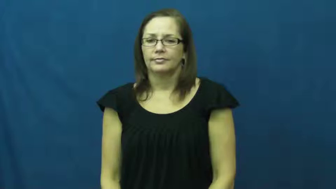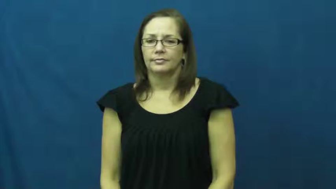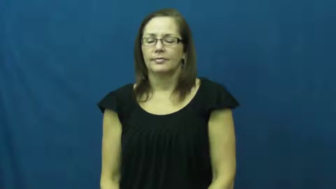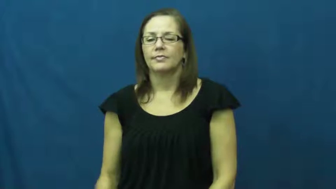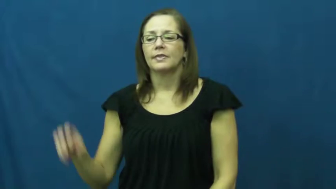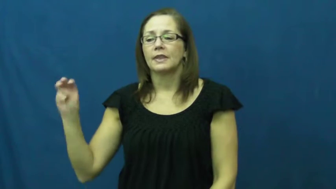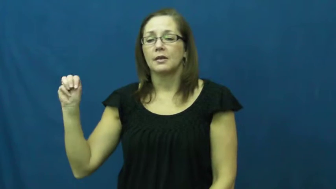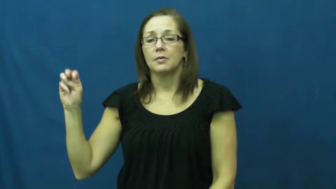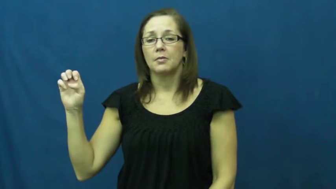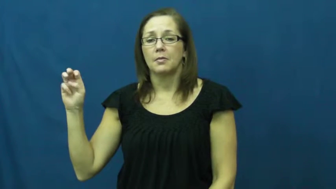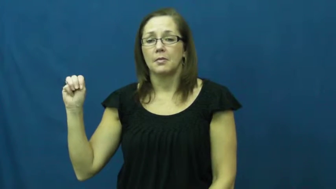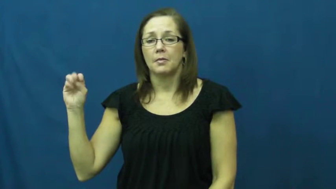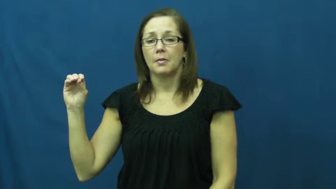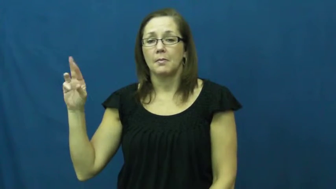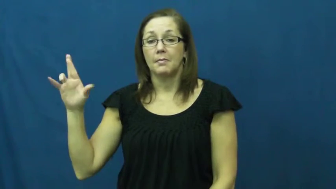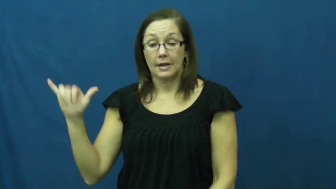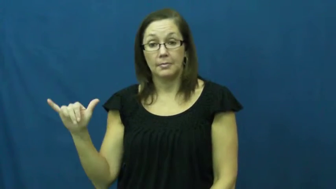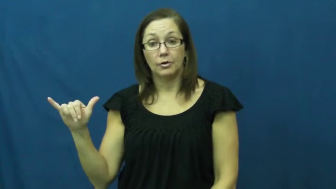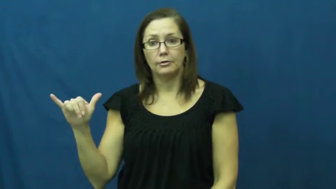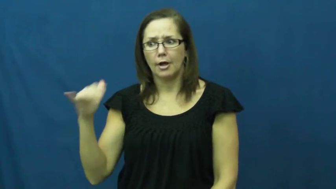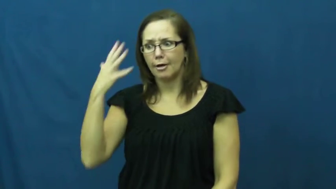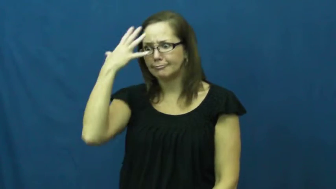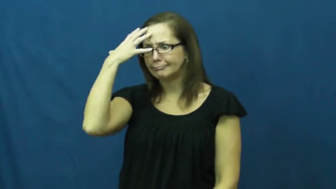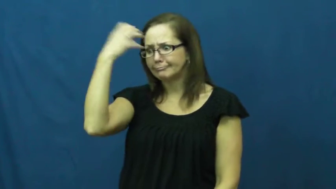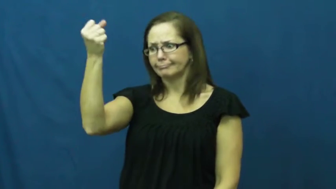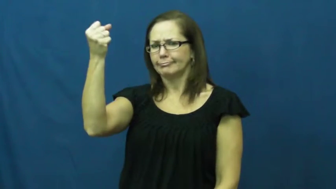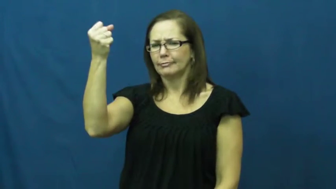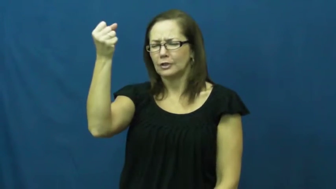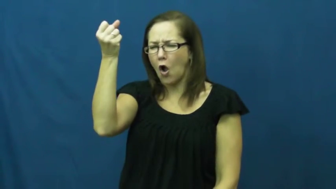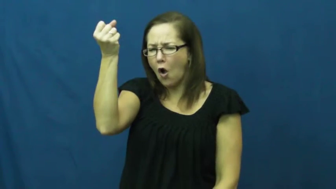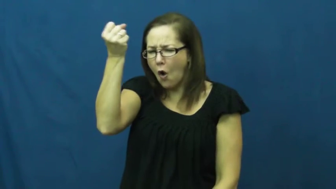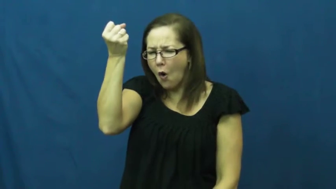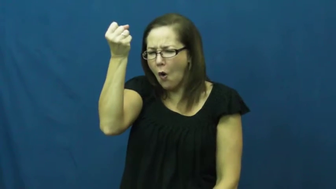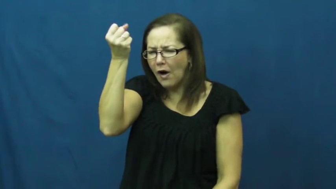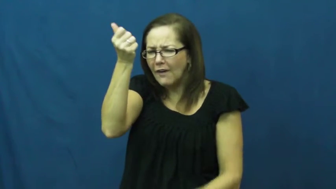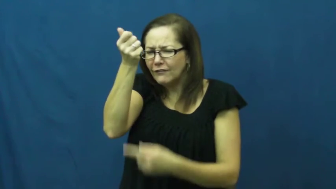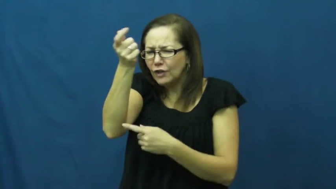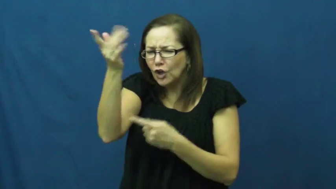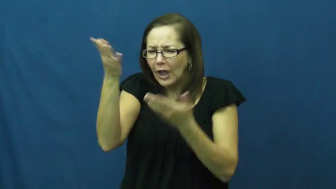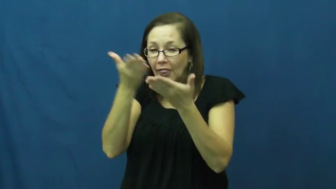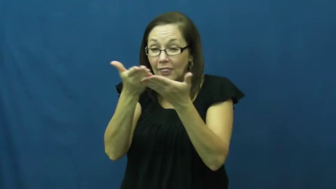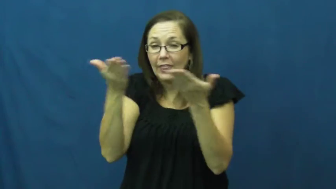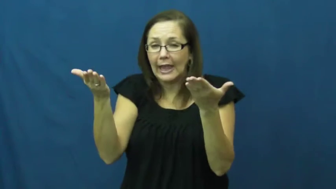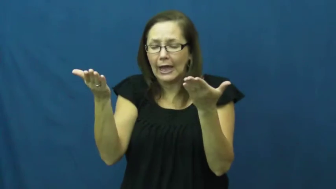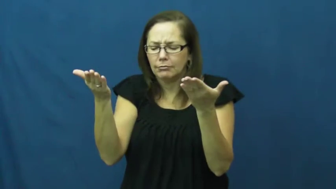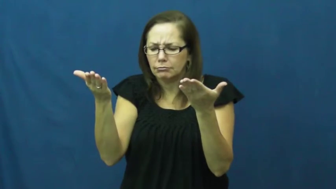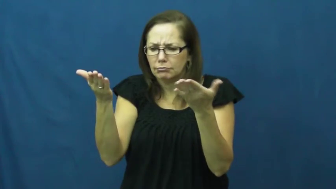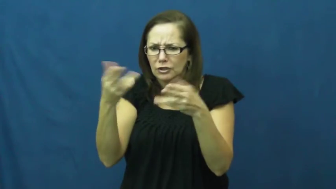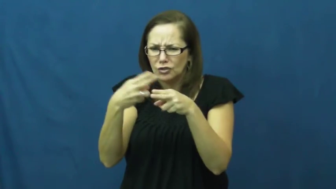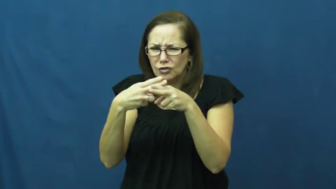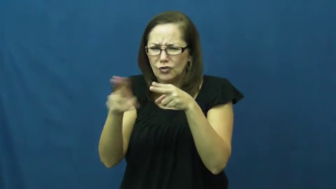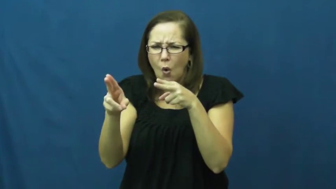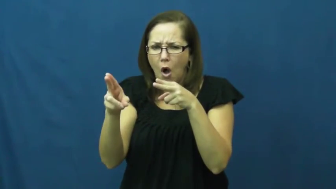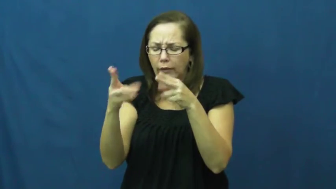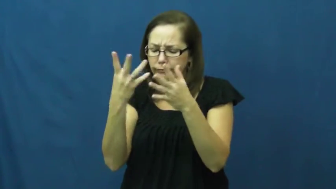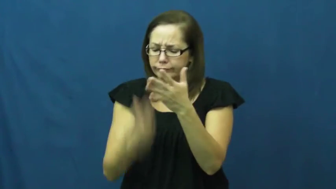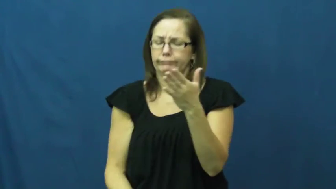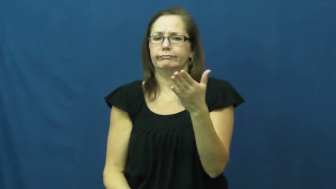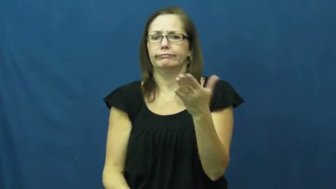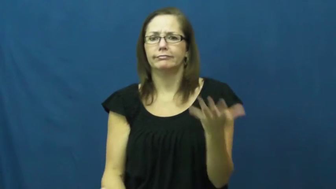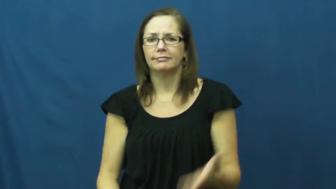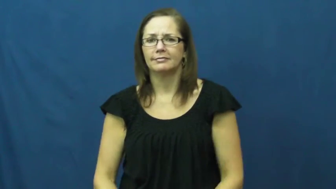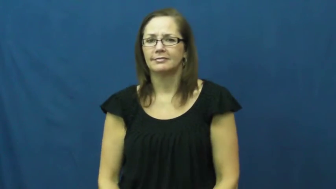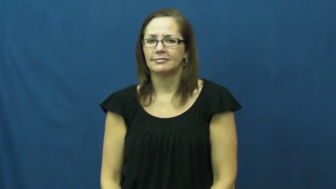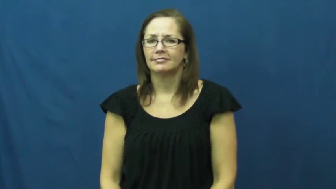memory-stm